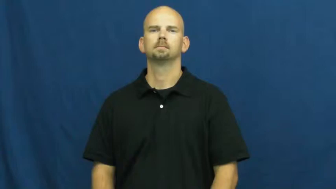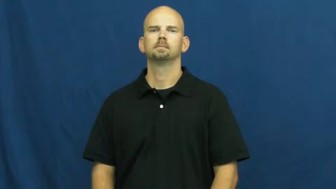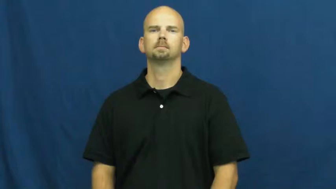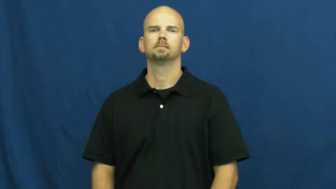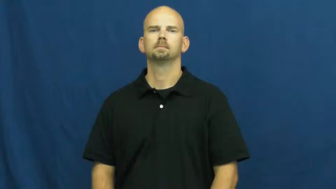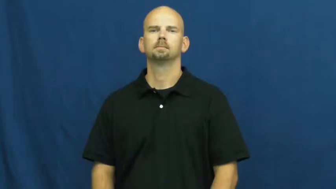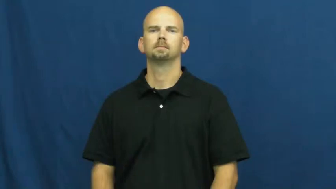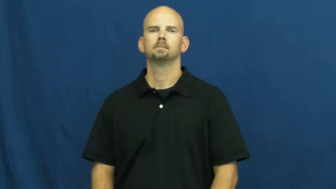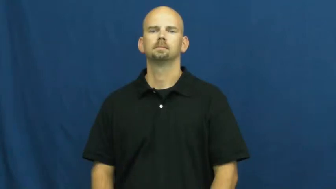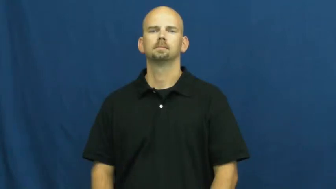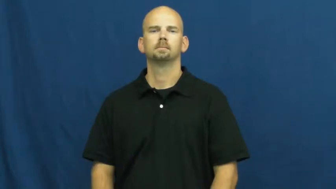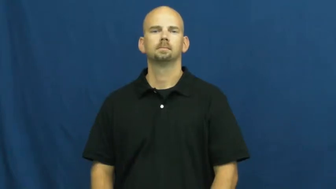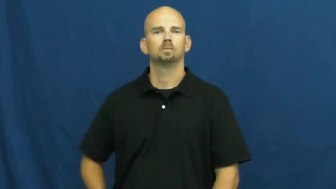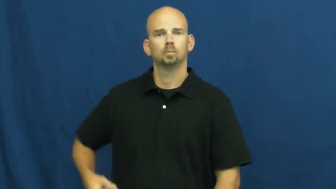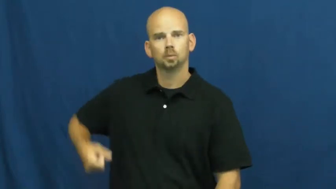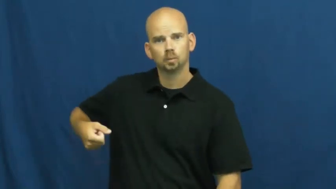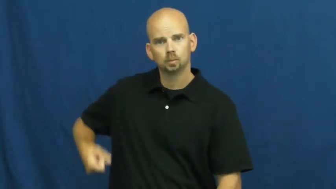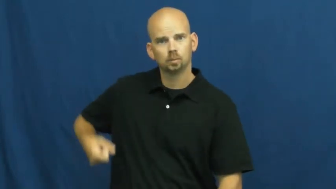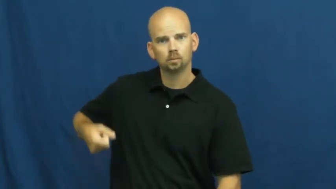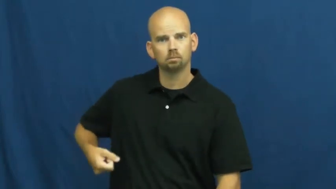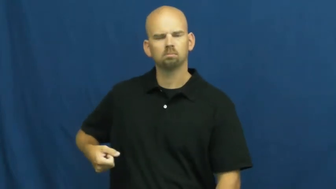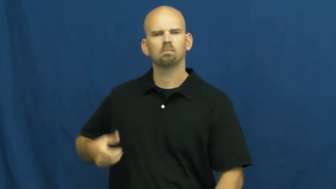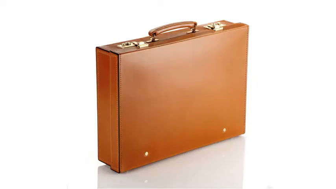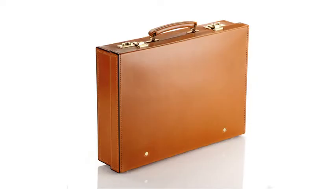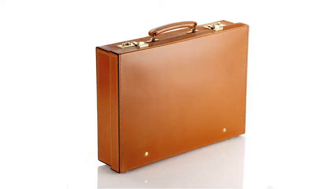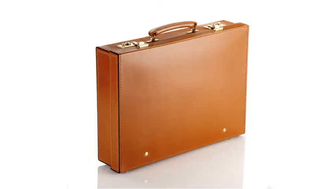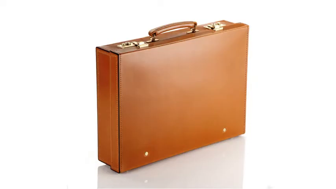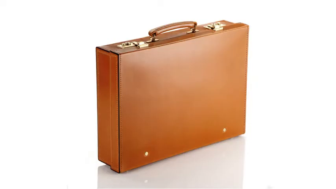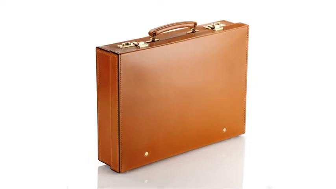attache,briefcase-case